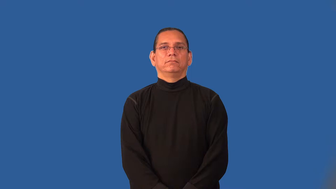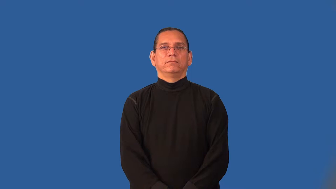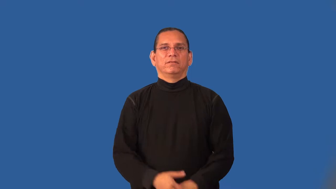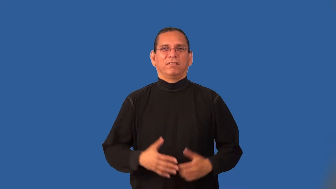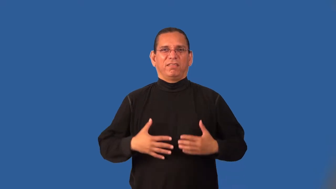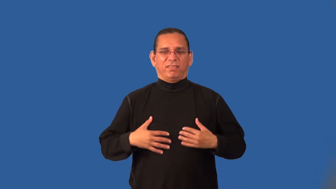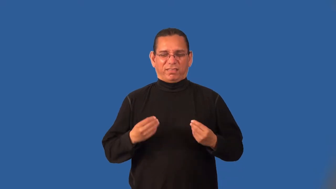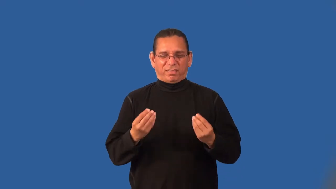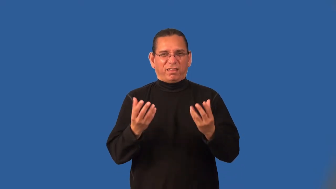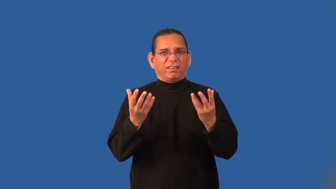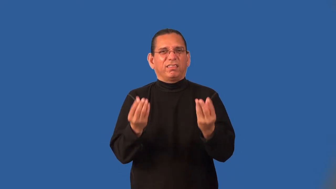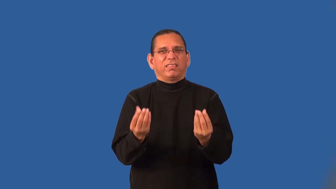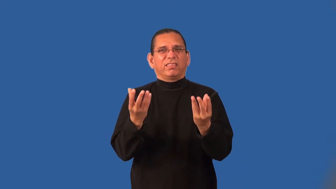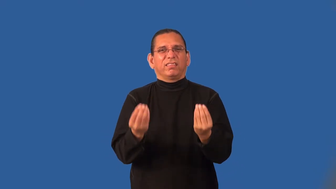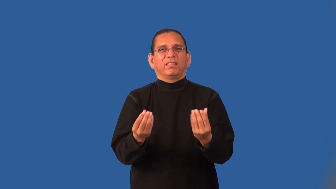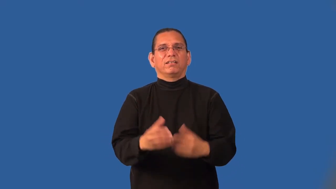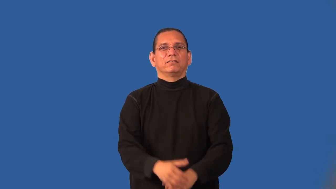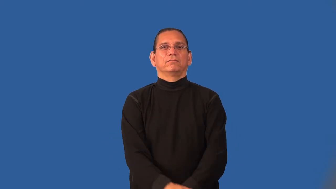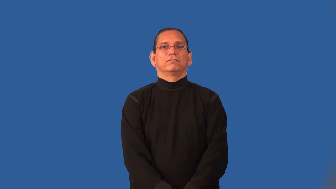humid